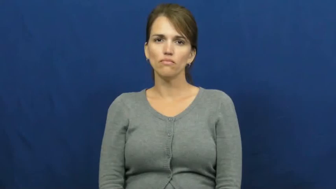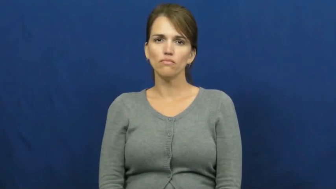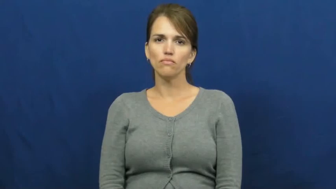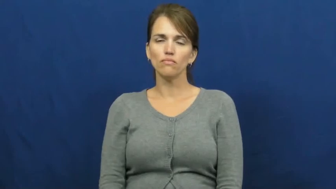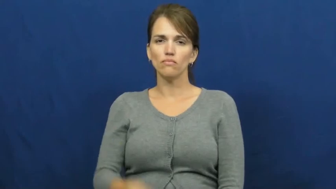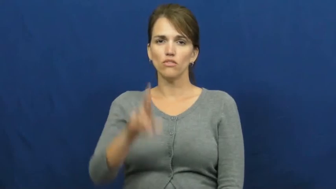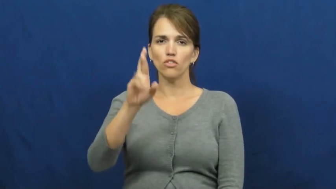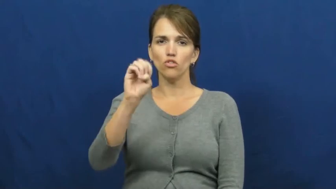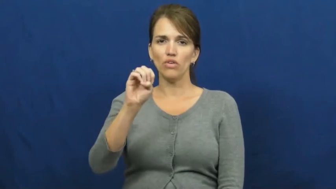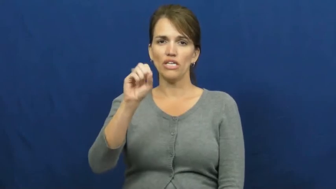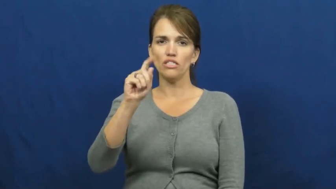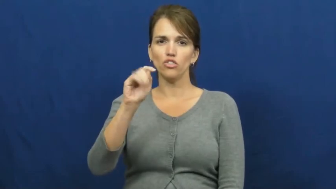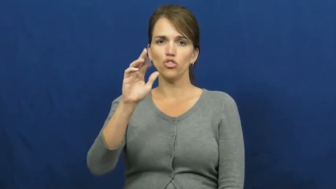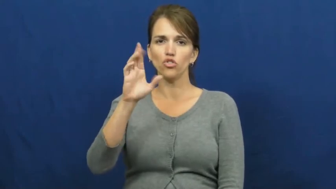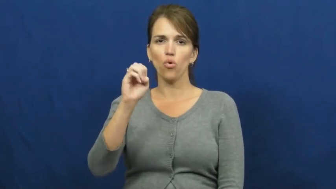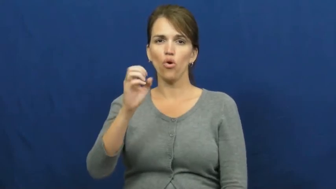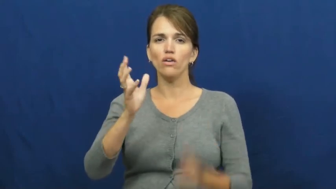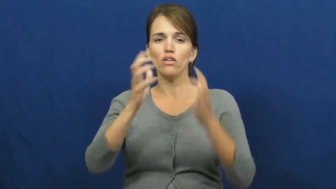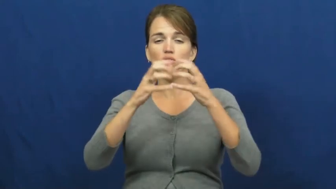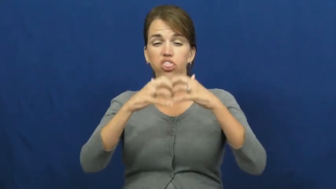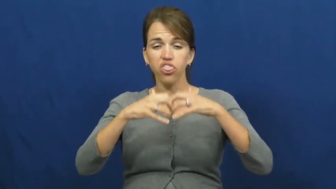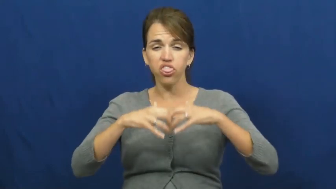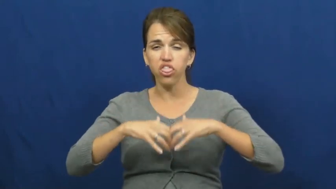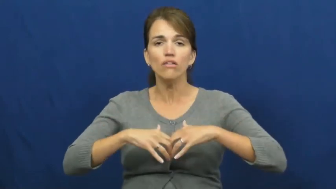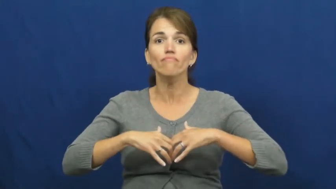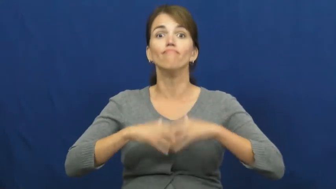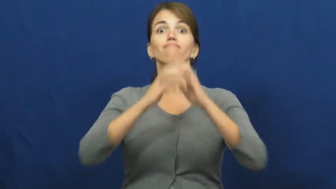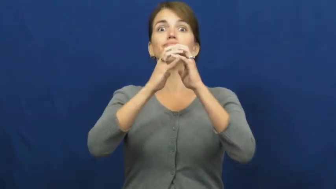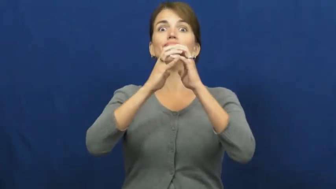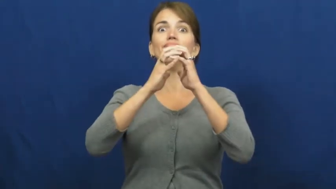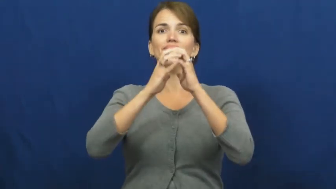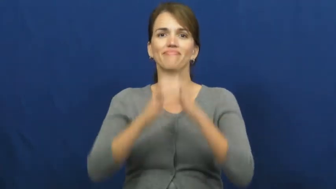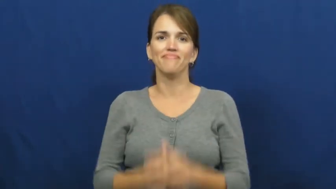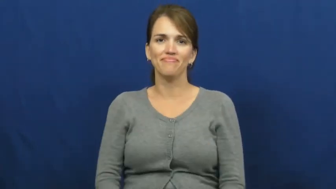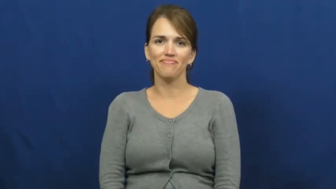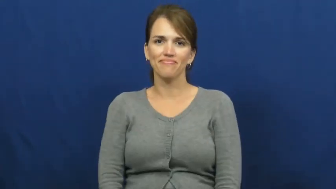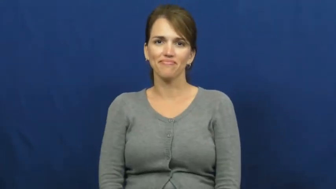restore